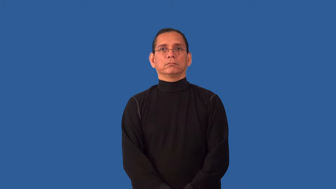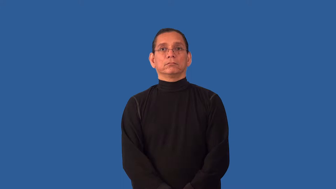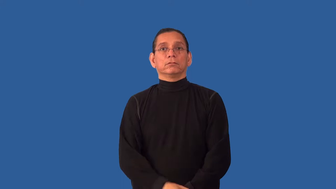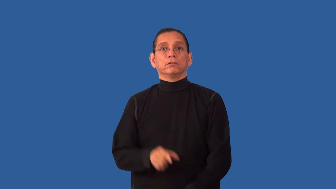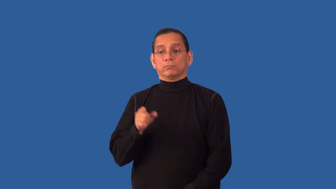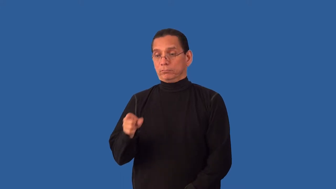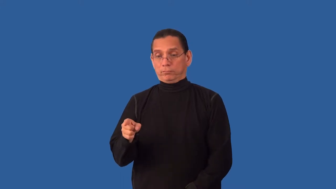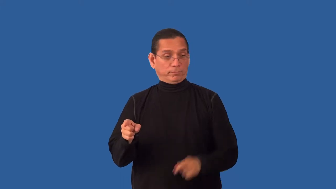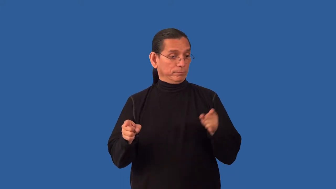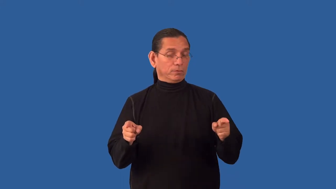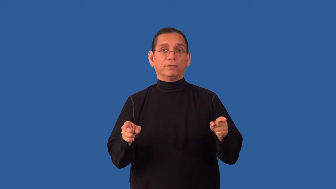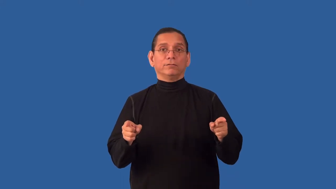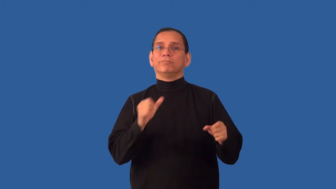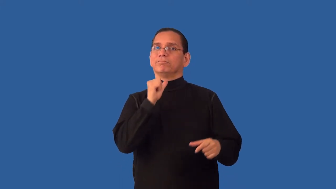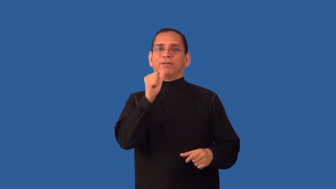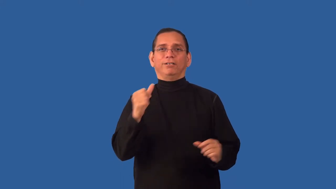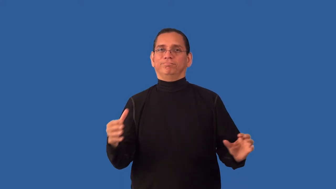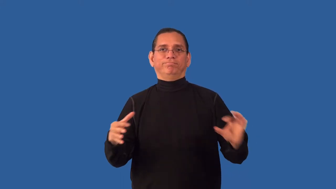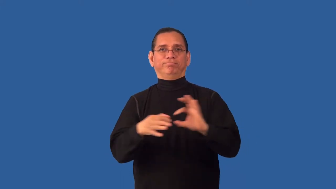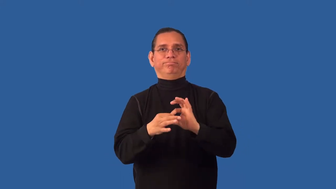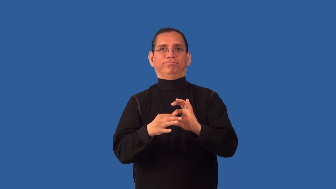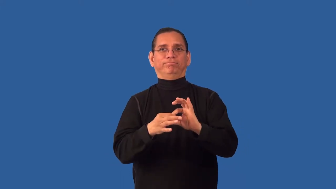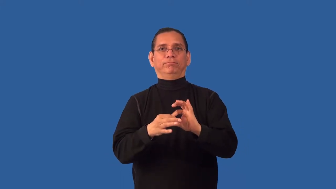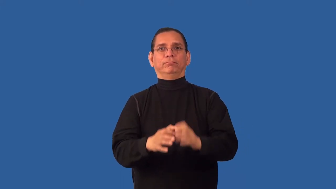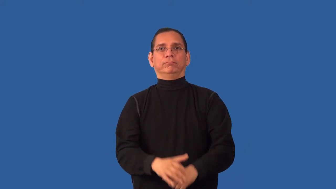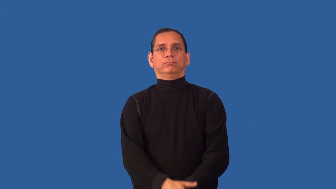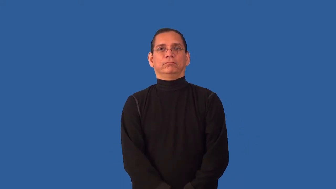unbridgeable